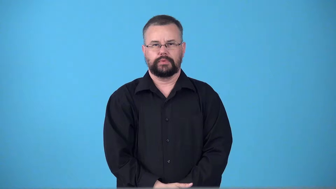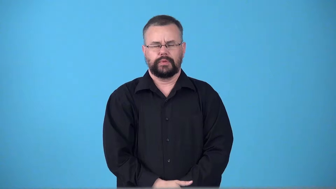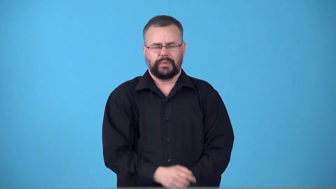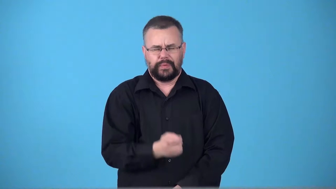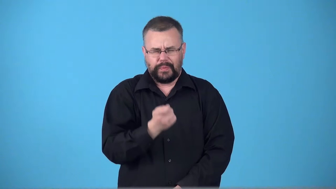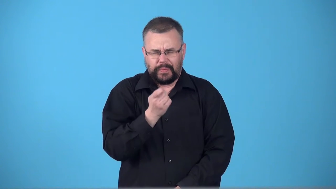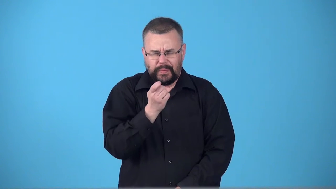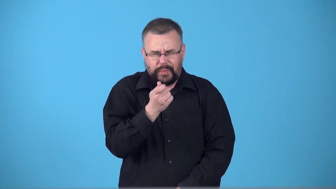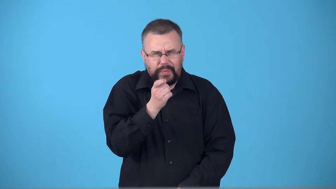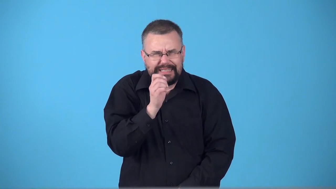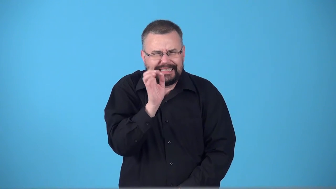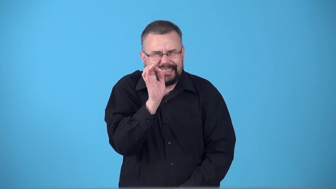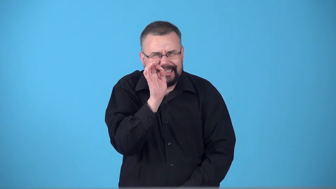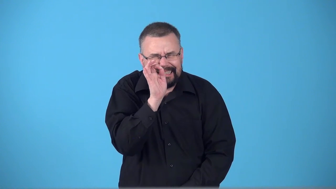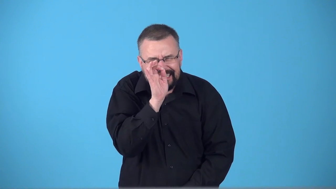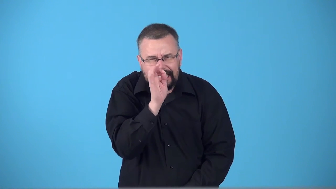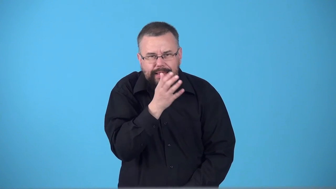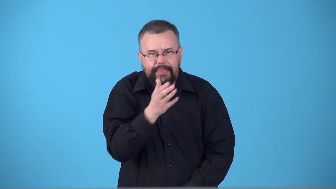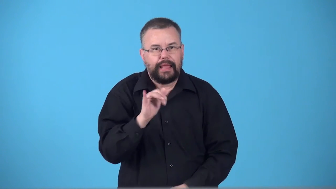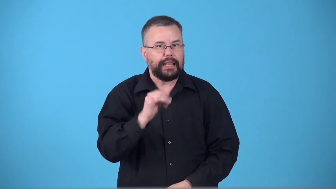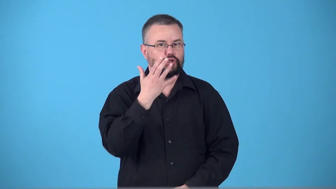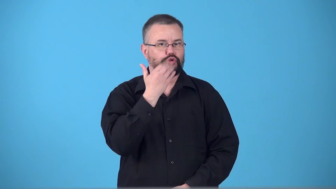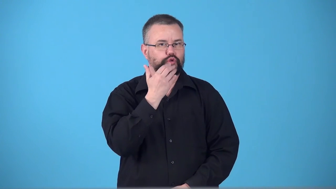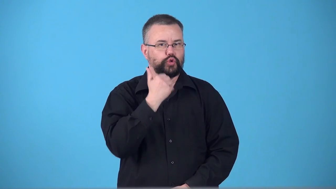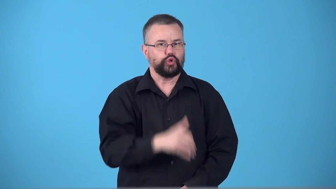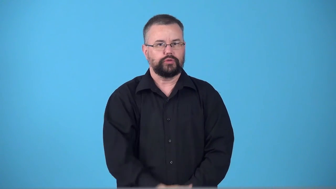superfine